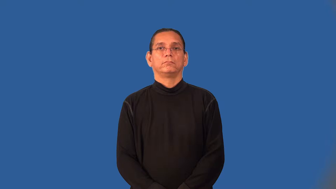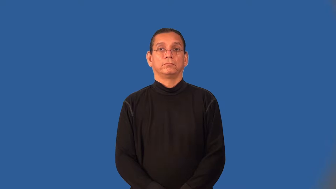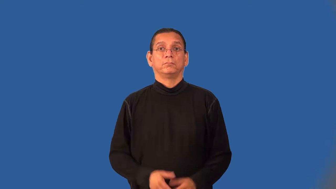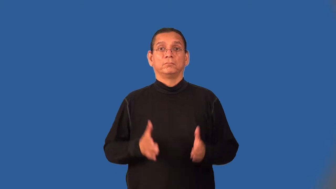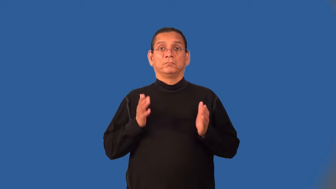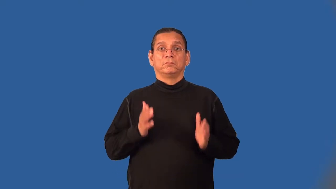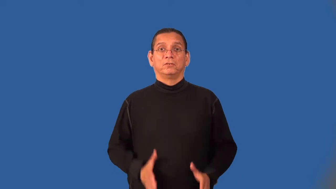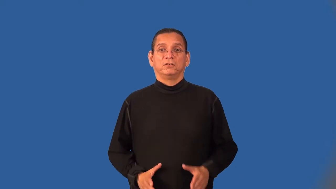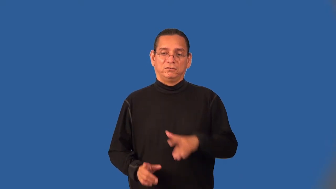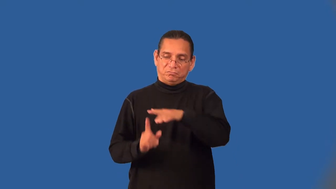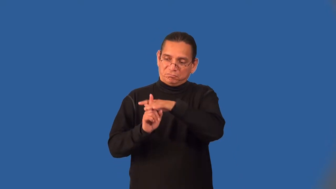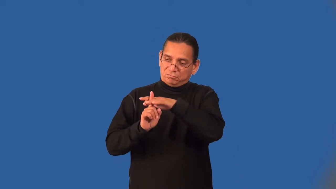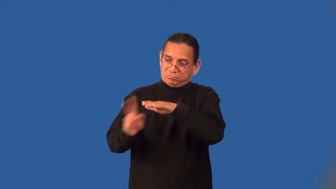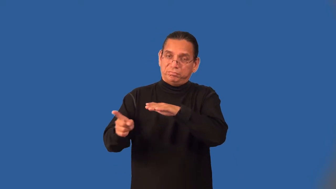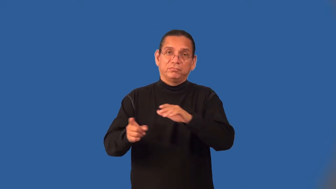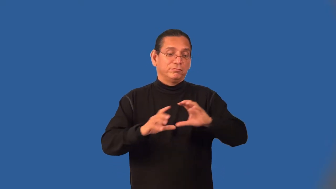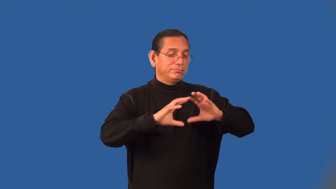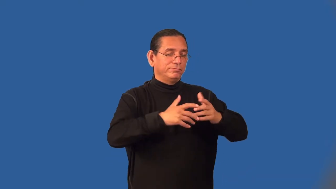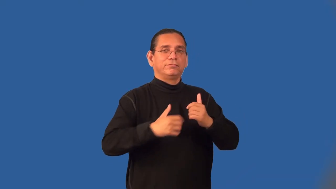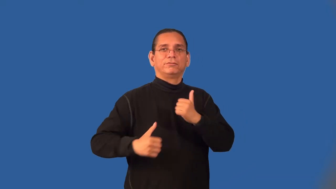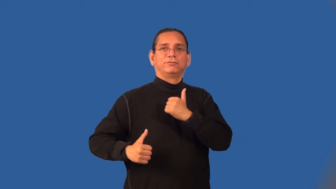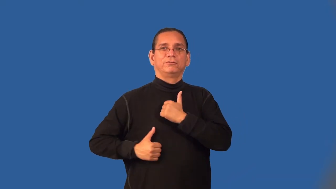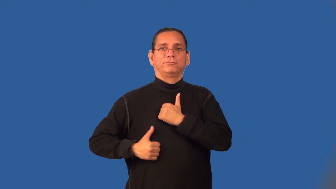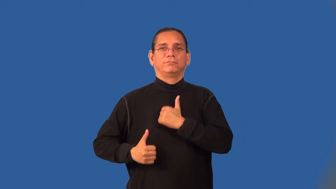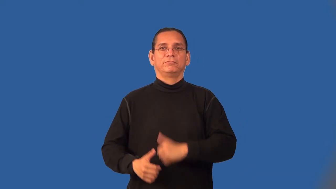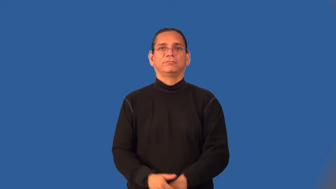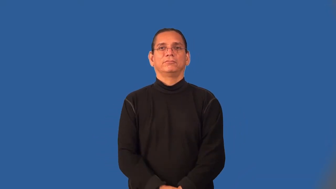deserter,recreant